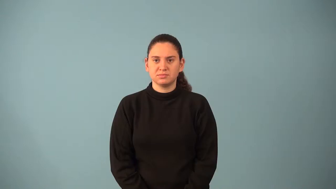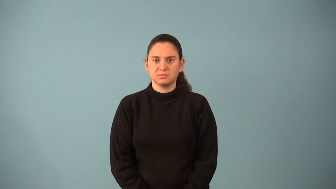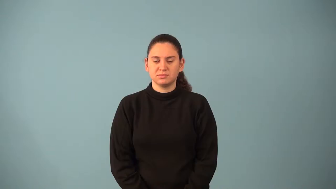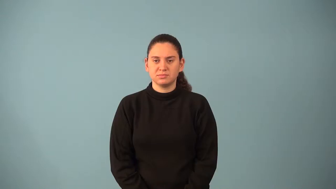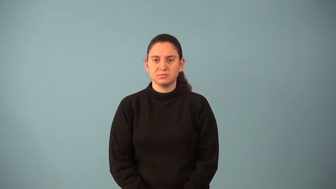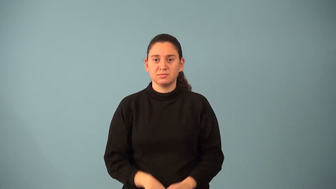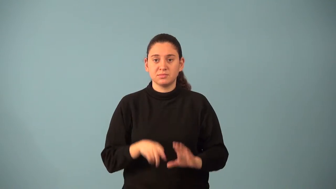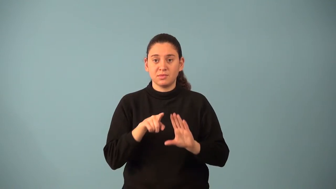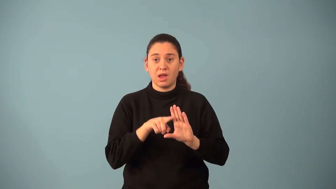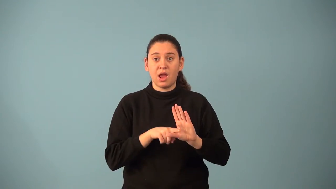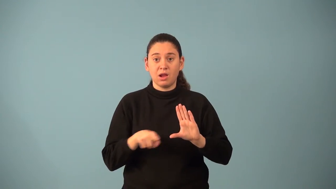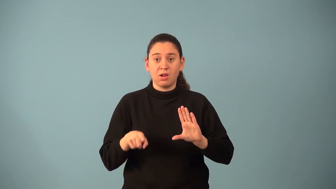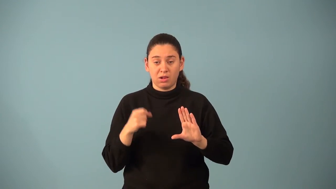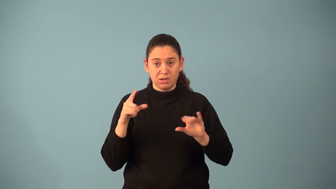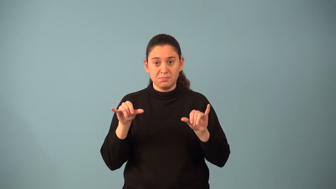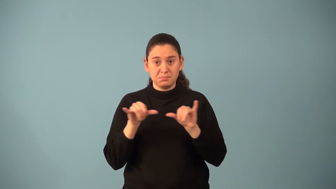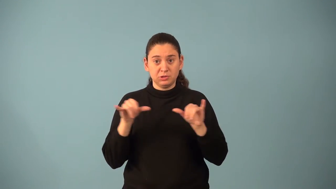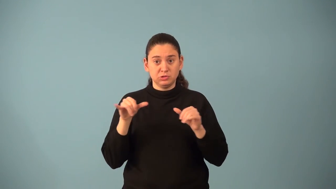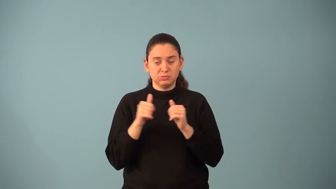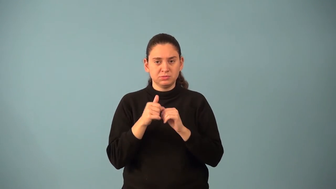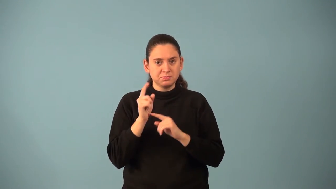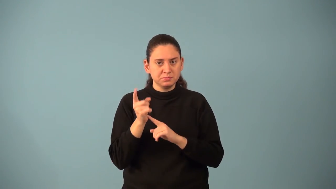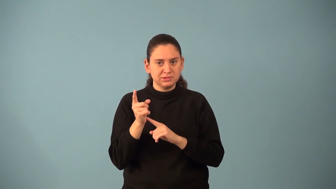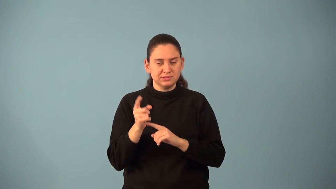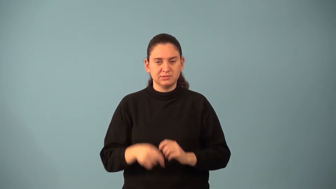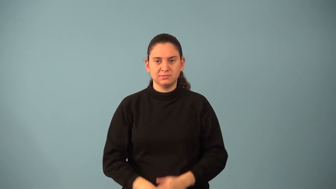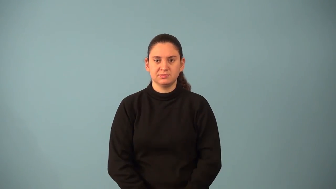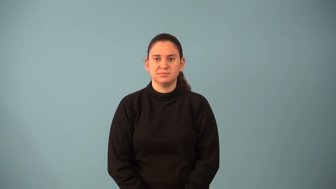minute-angles